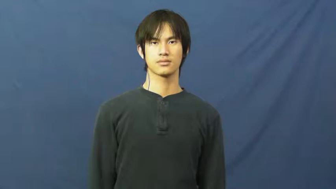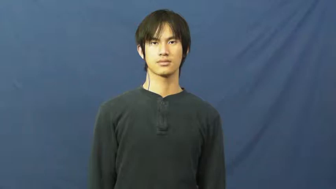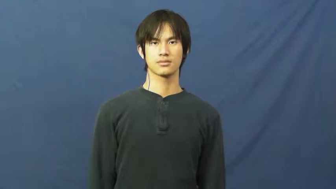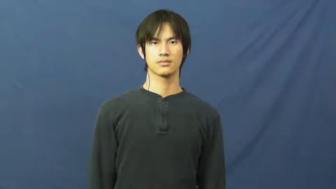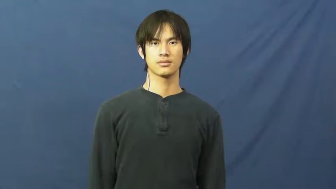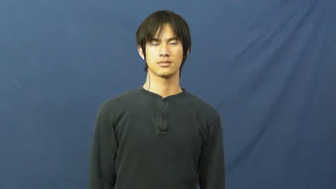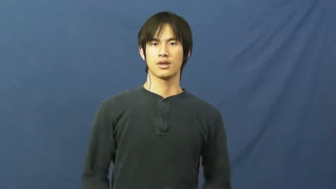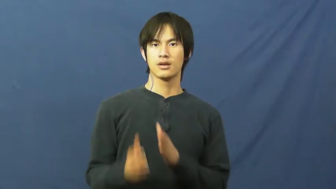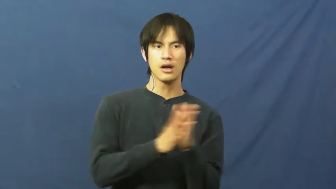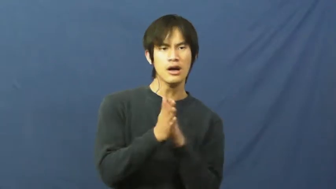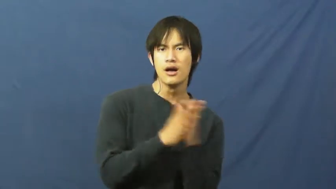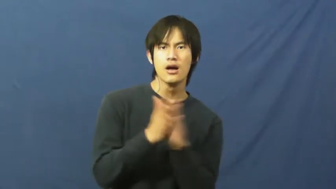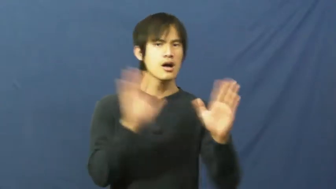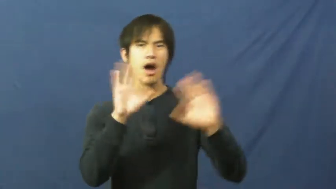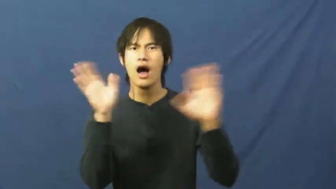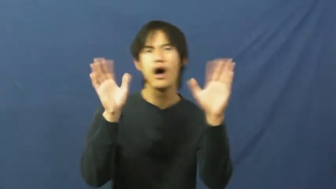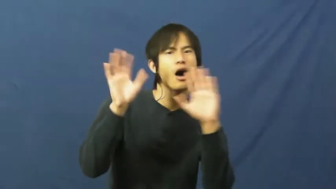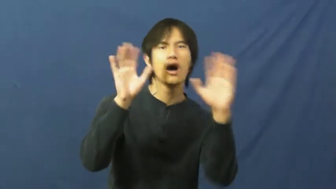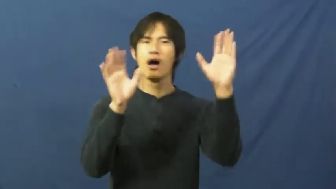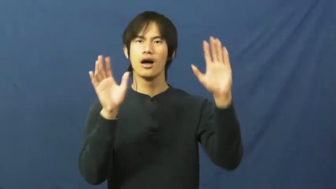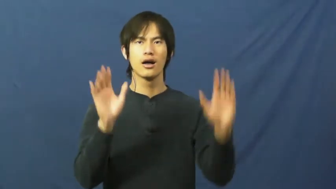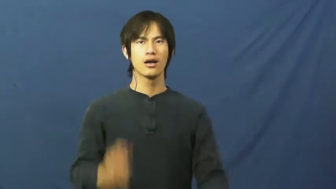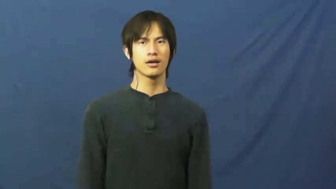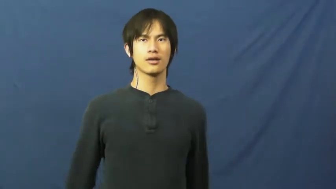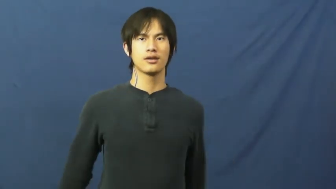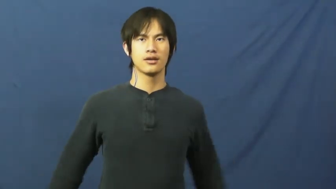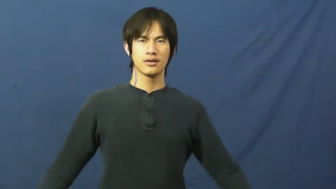hyped up,psyched up,pumped up,revved up